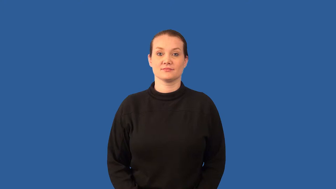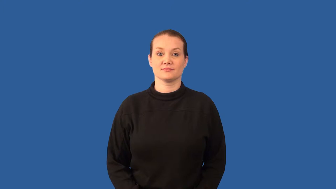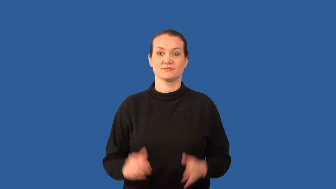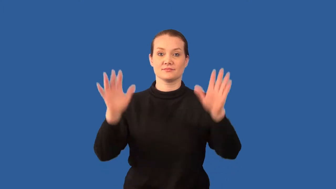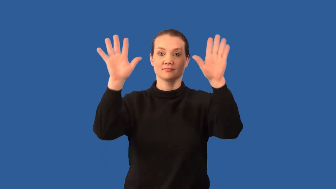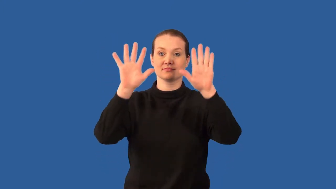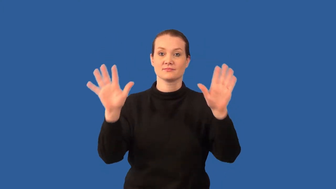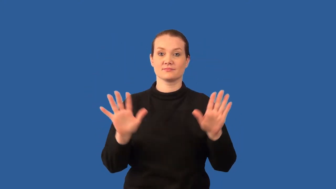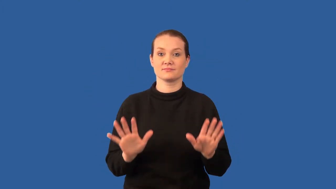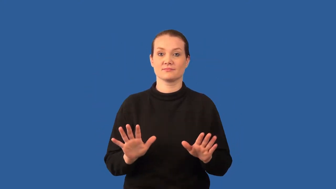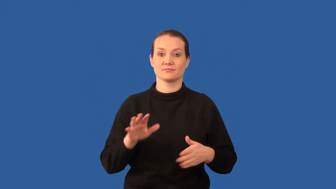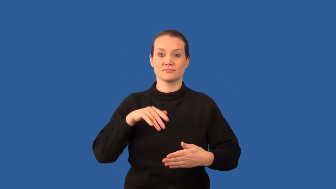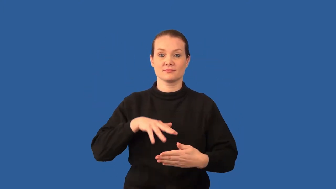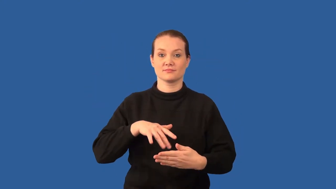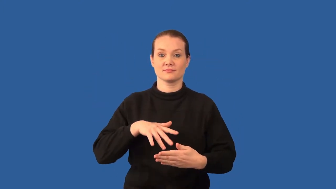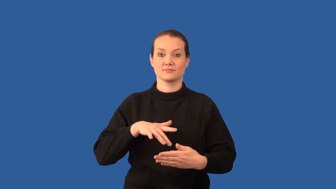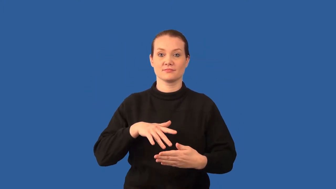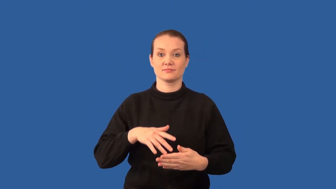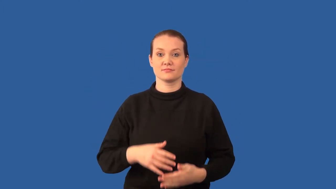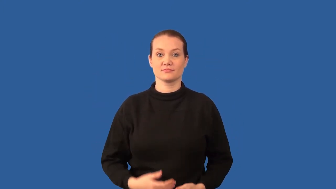climatology